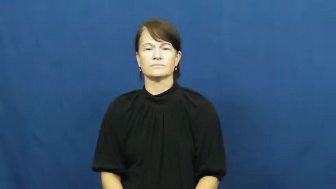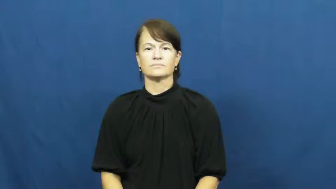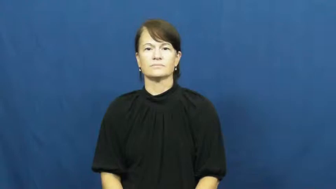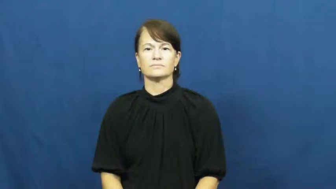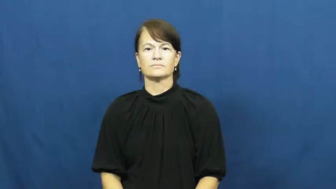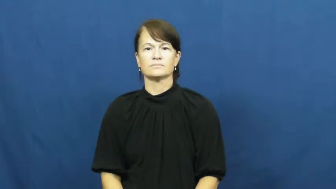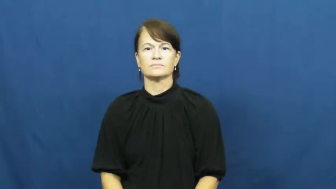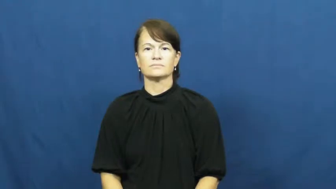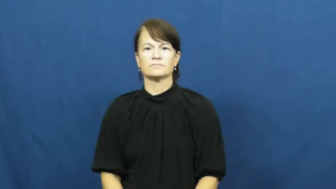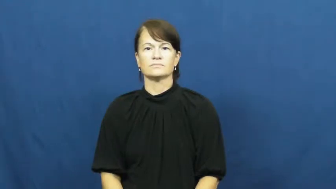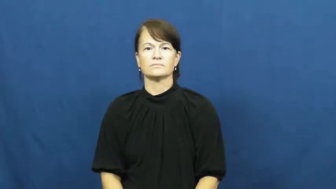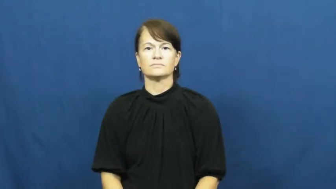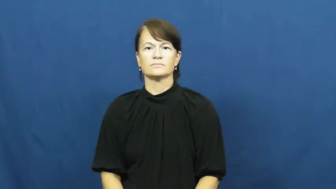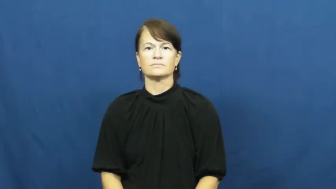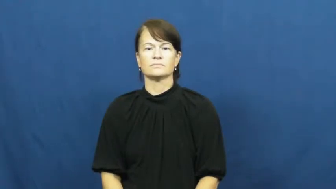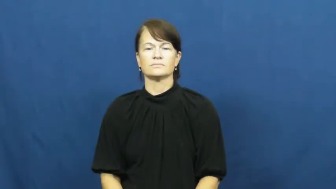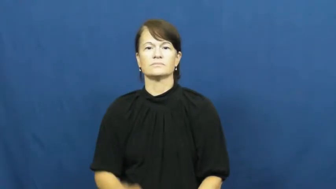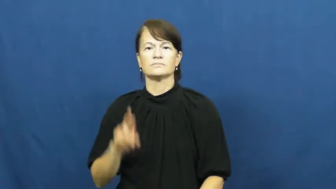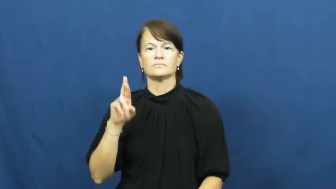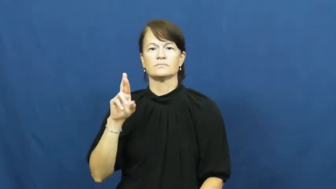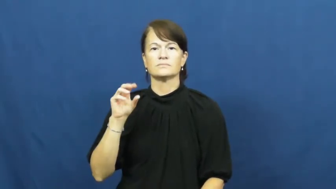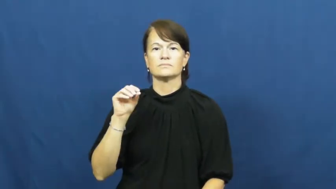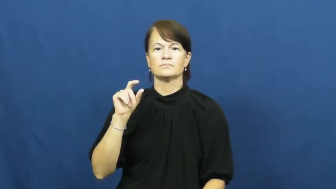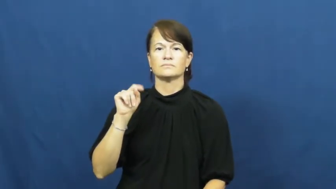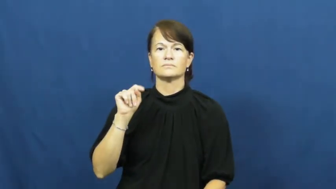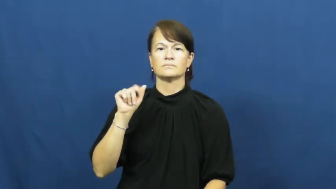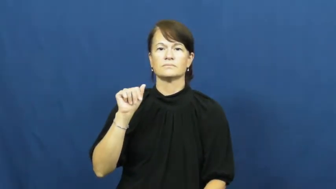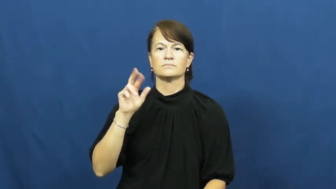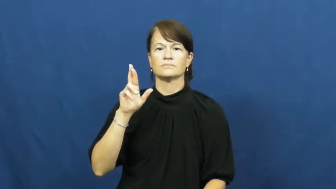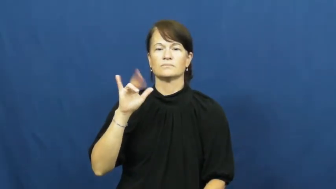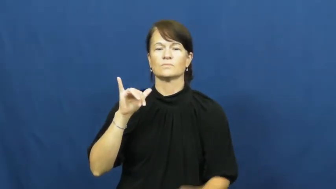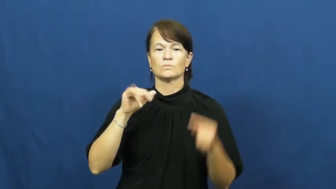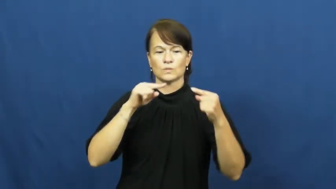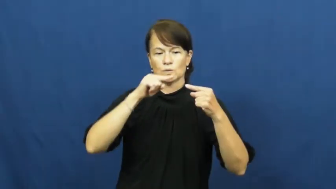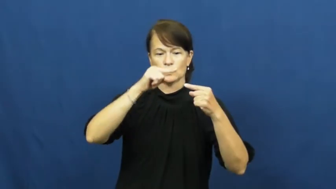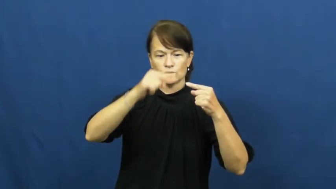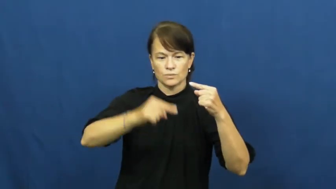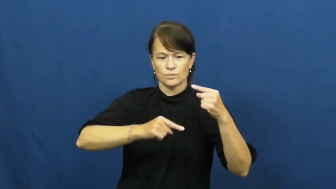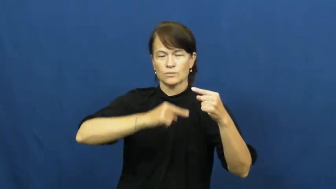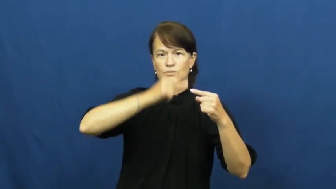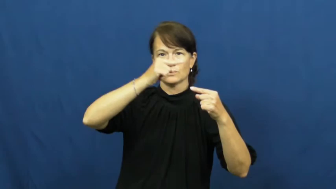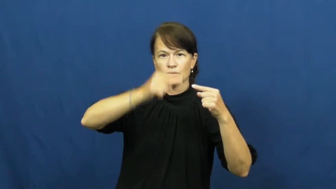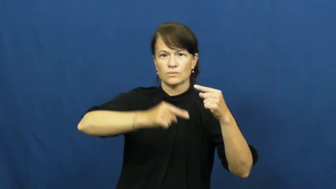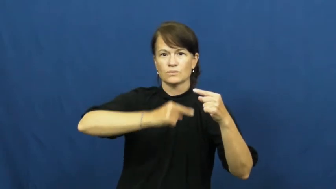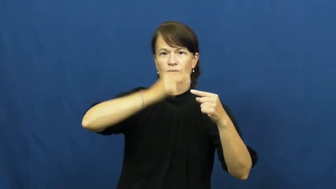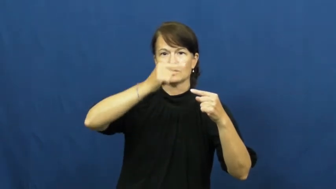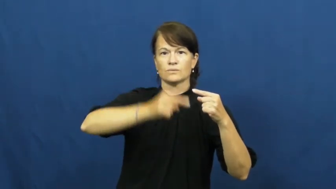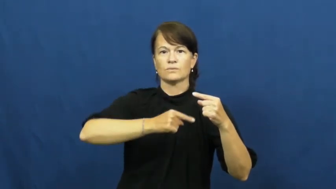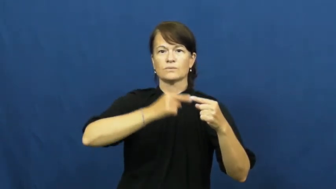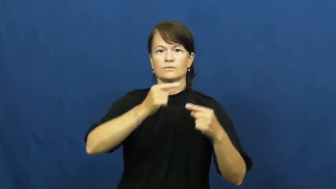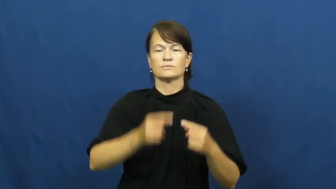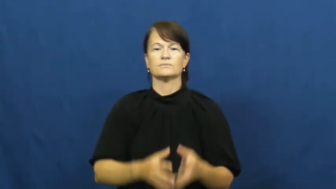rotary